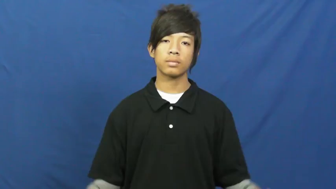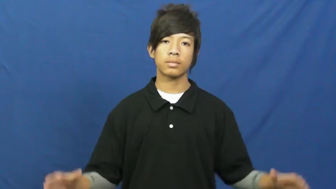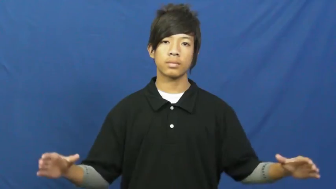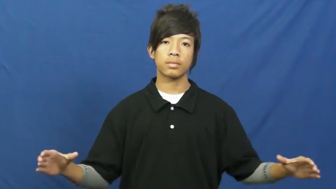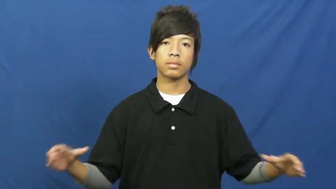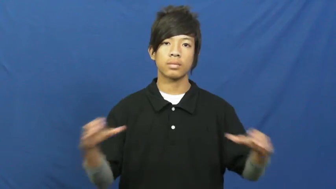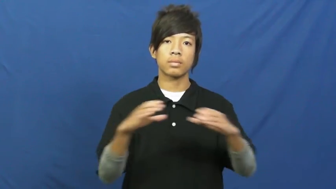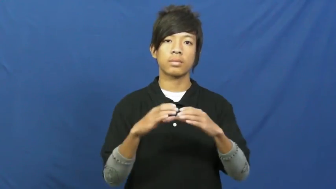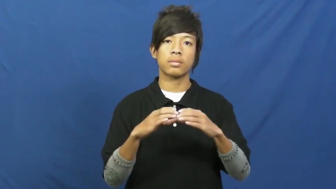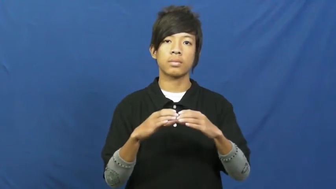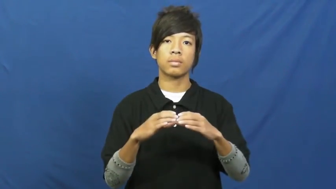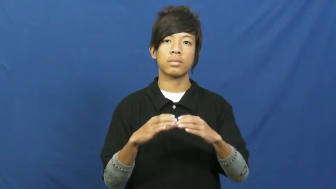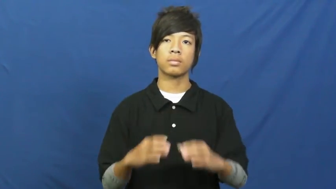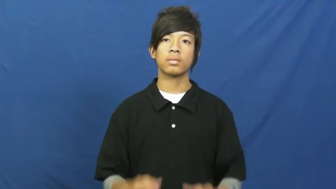corral-verb